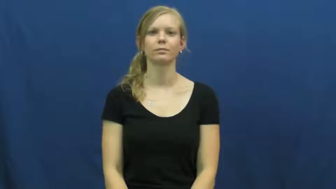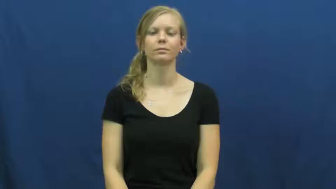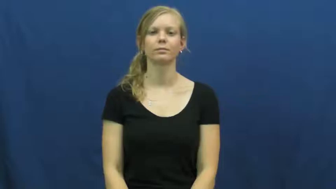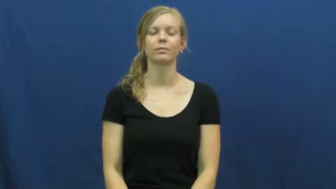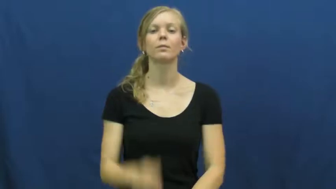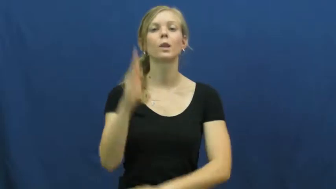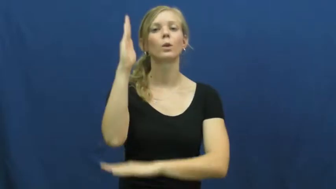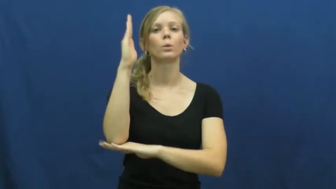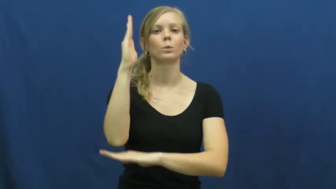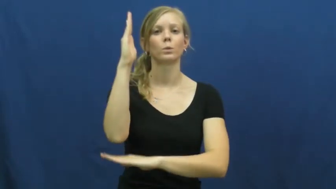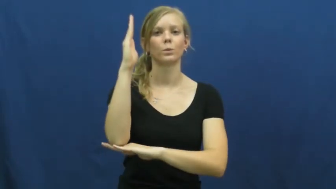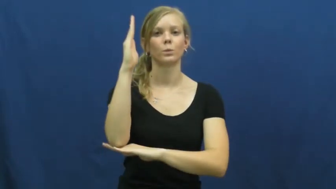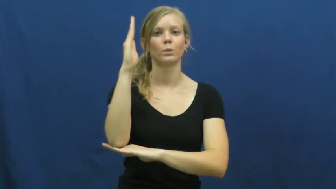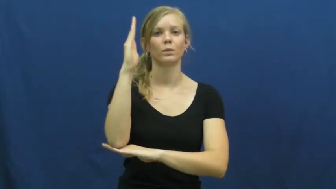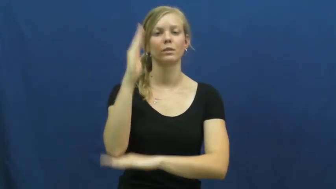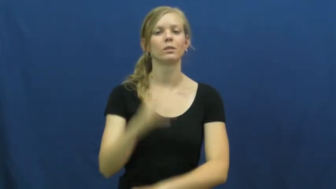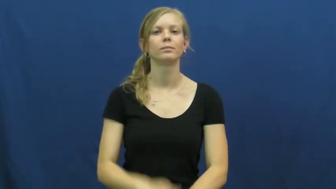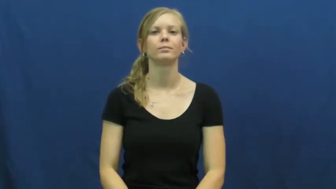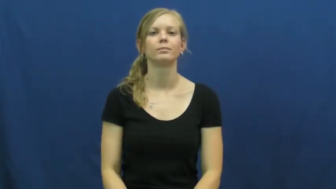noon,midday